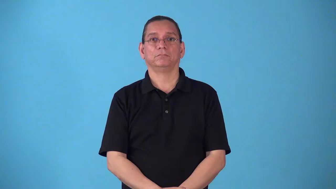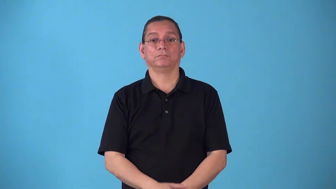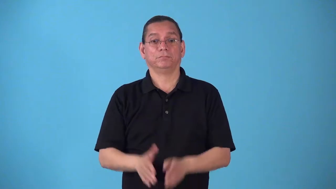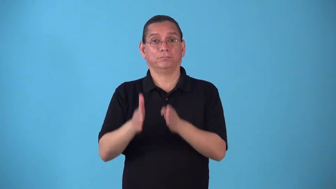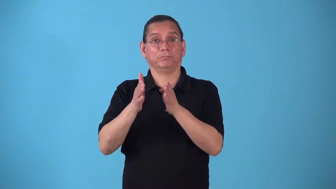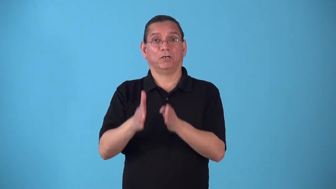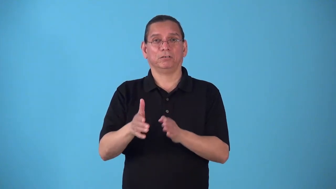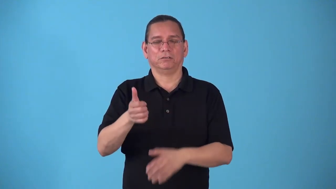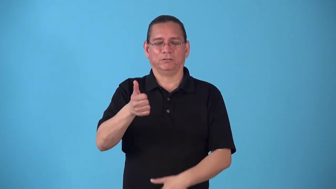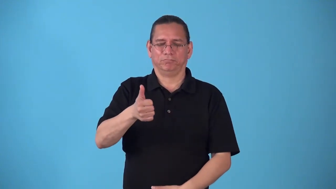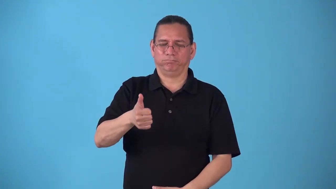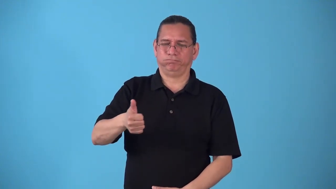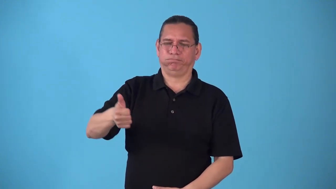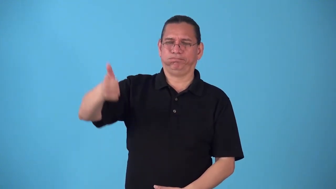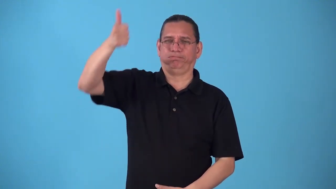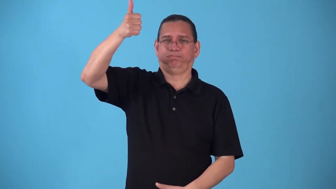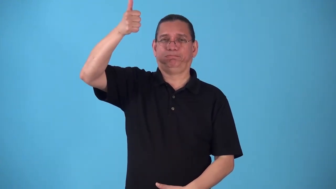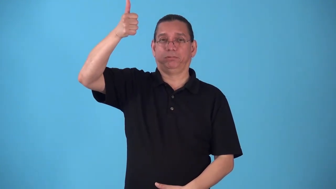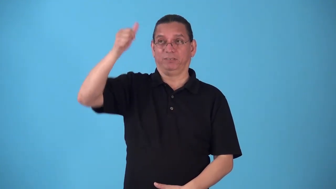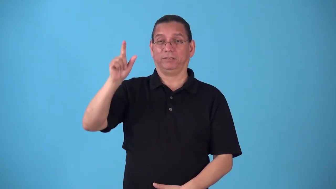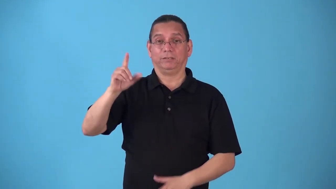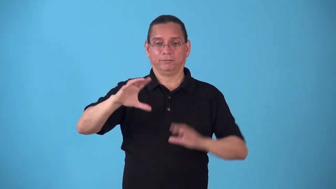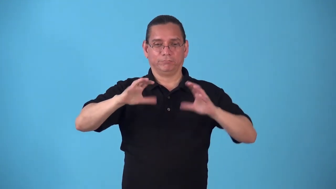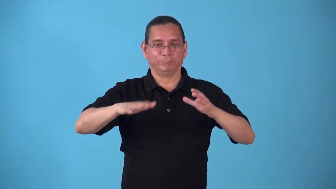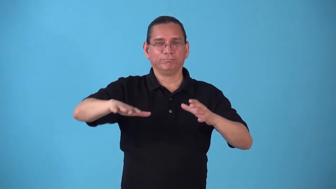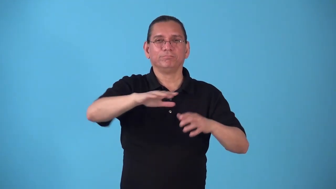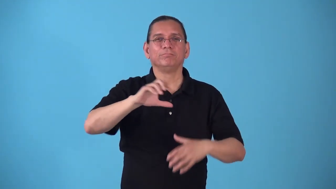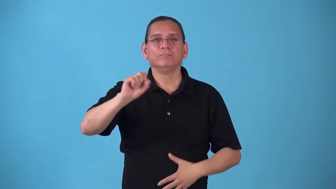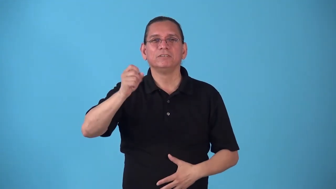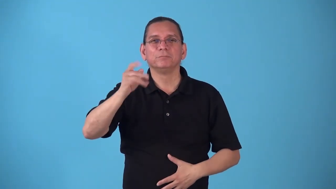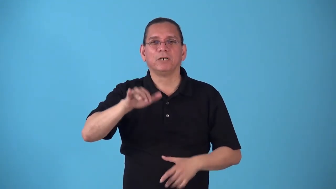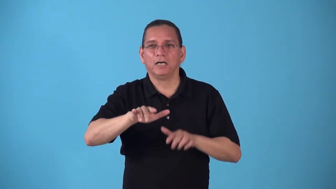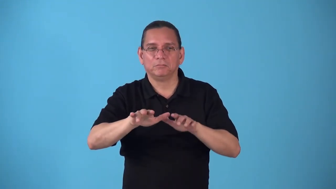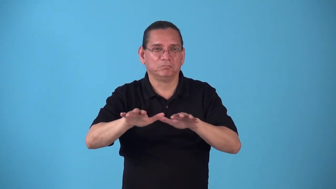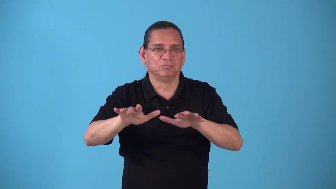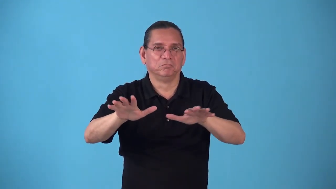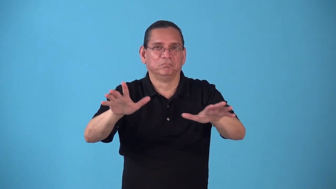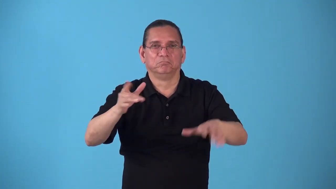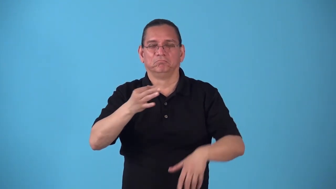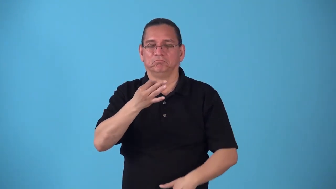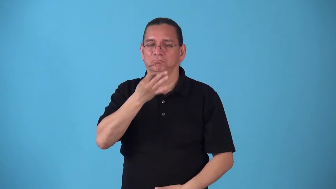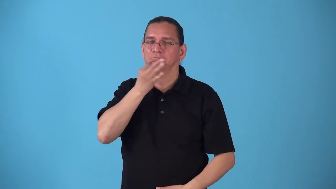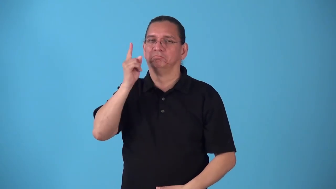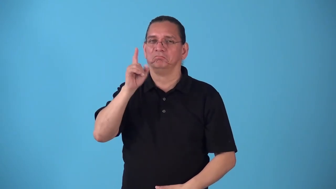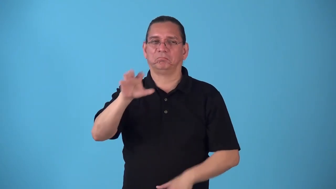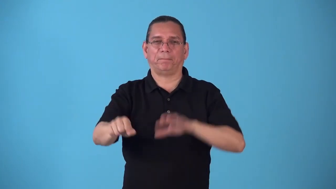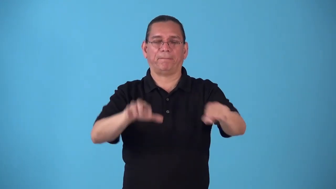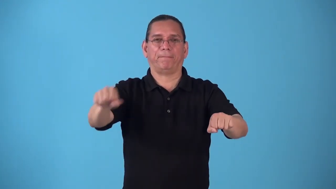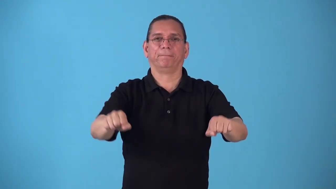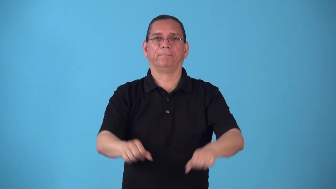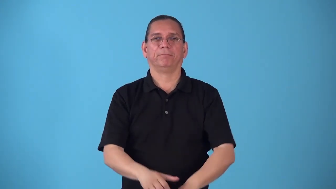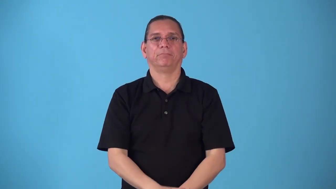spymaster